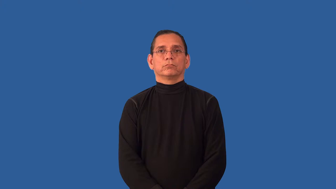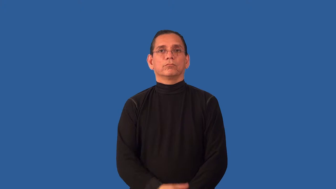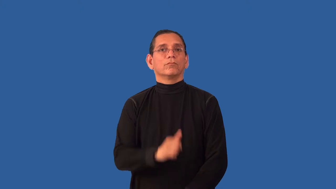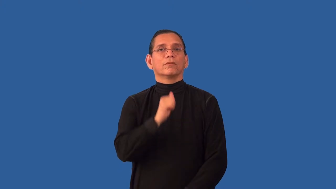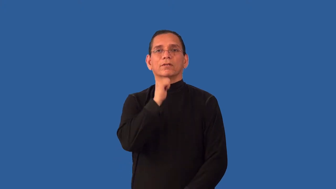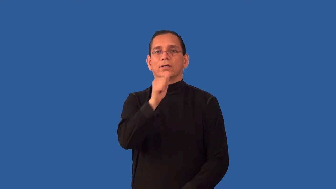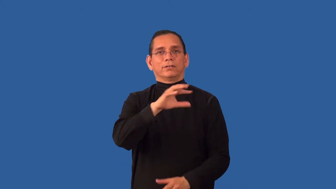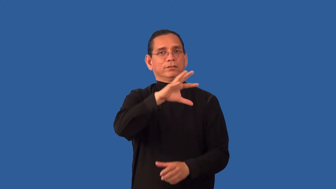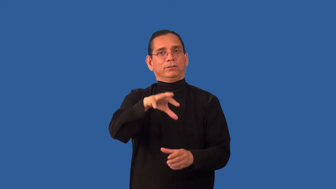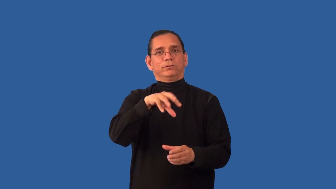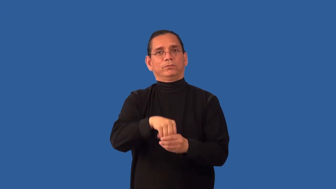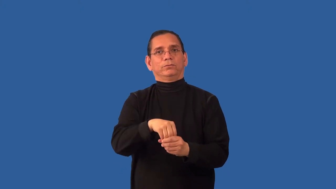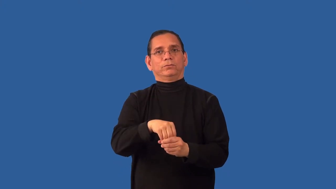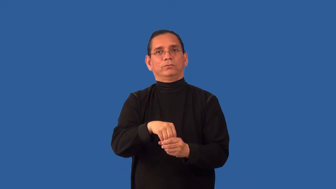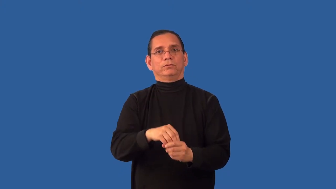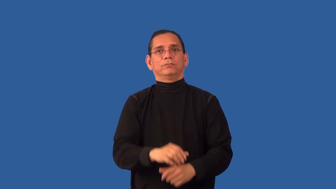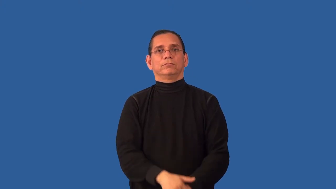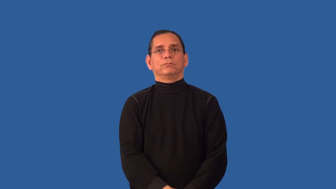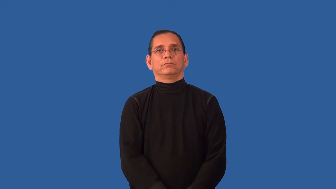unincorporated-not inclusive